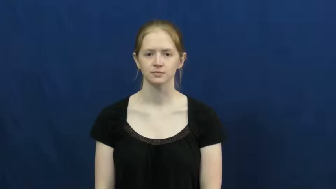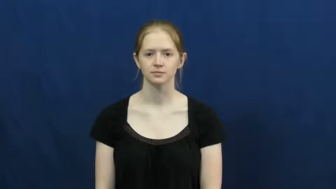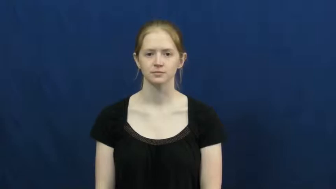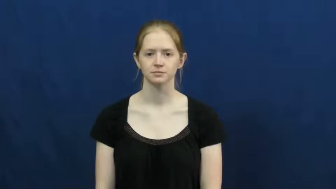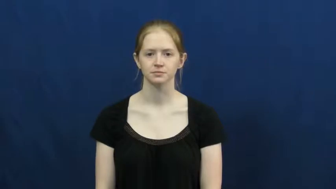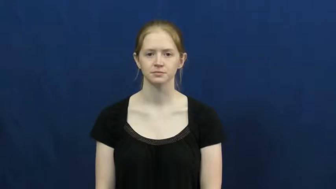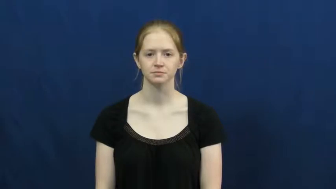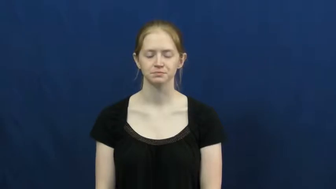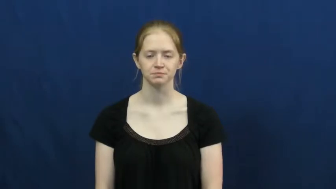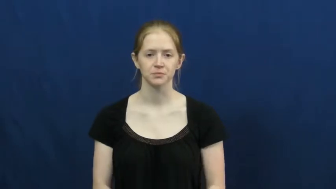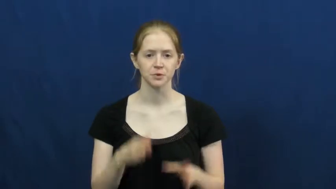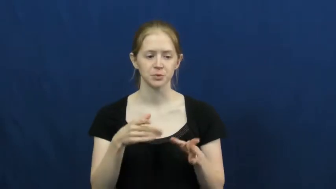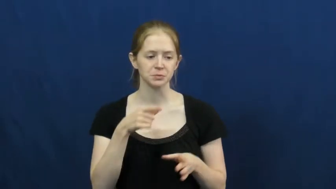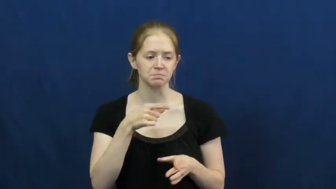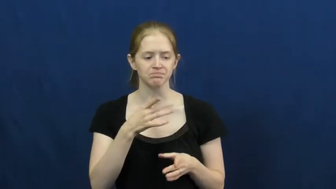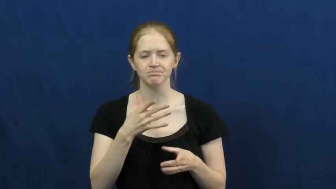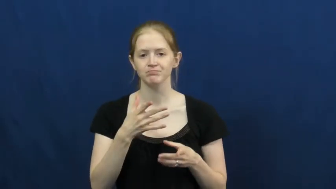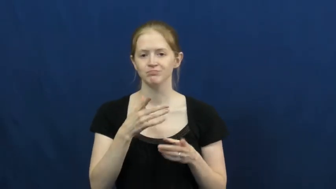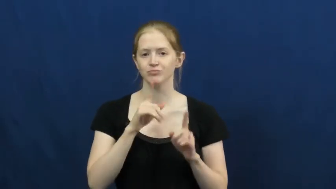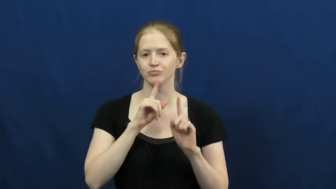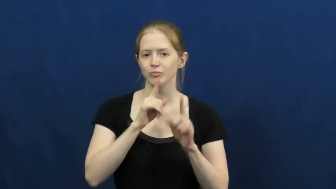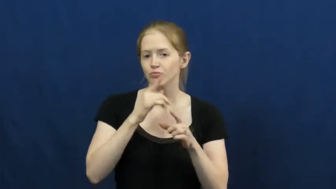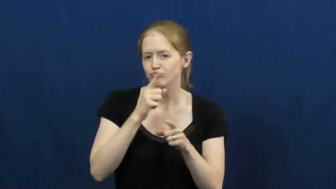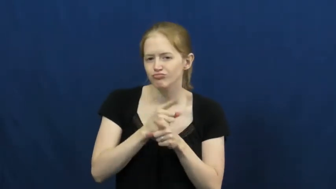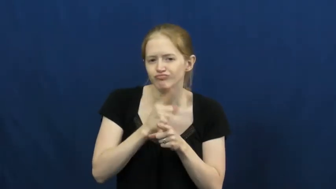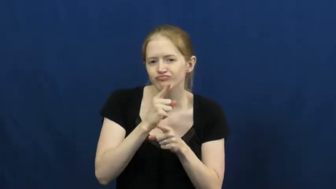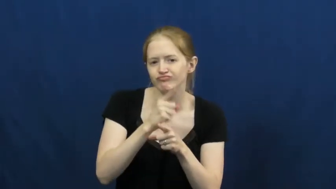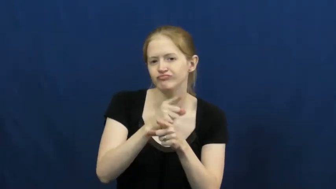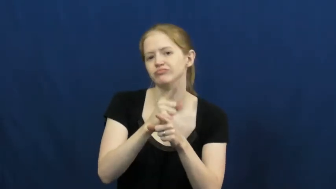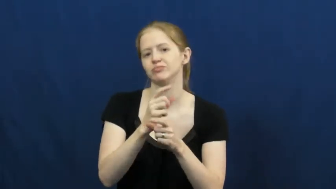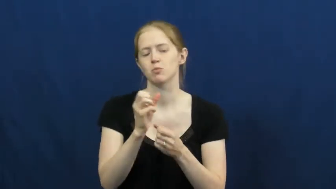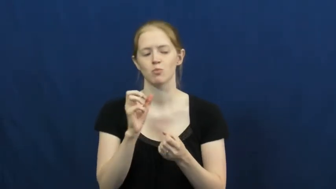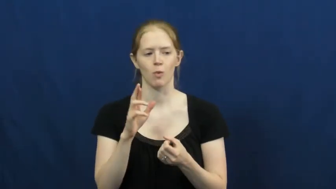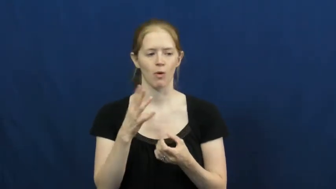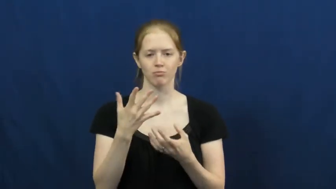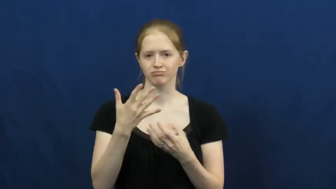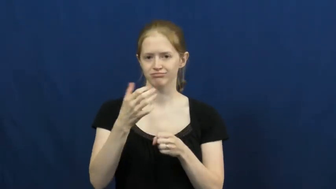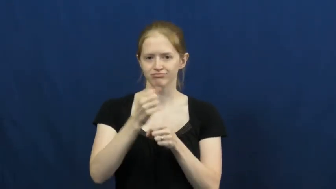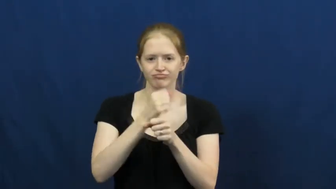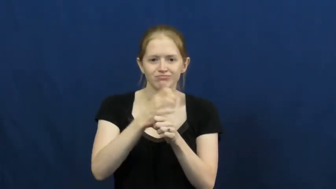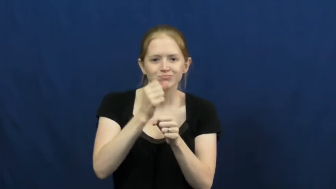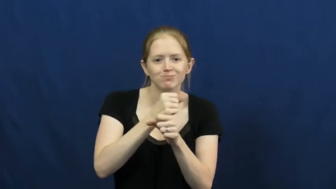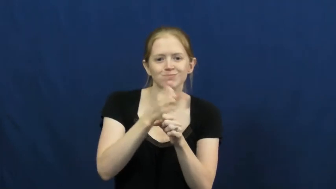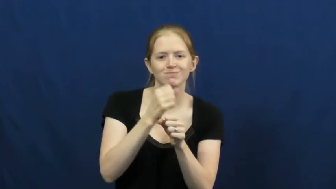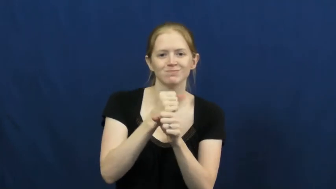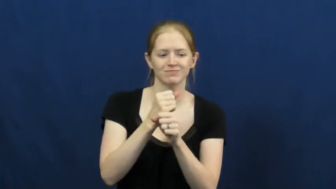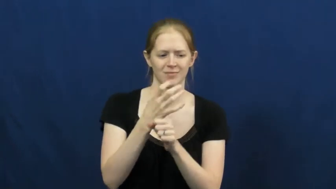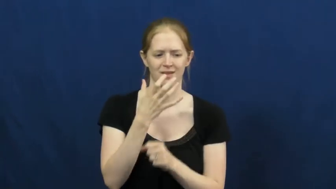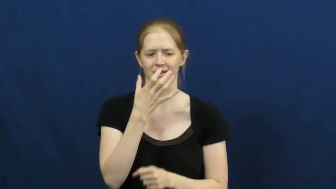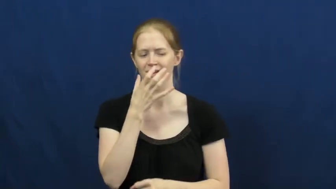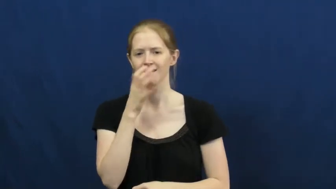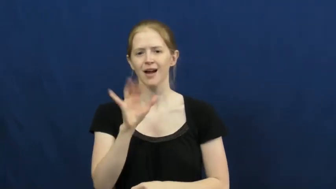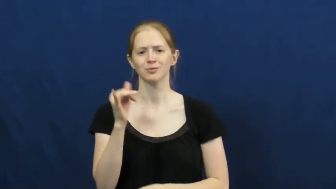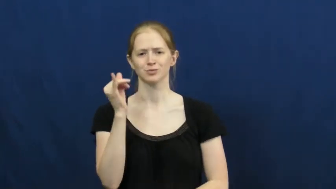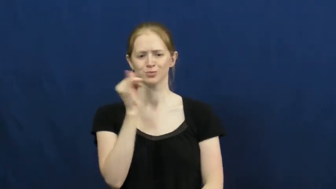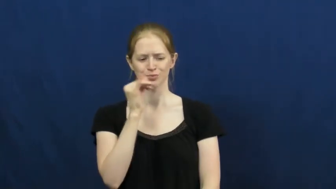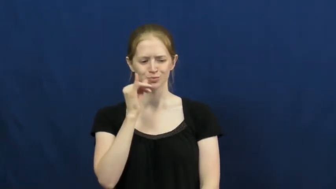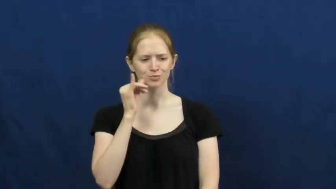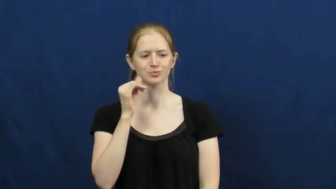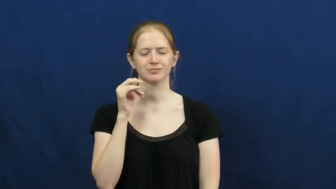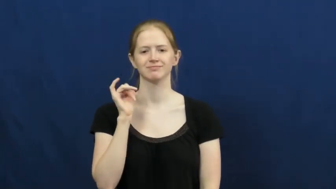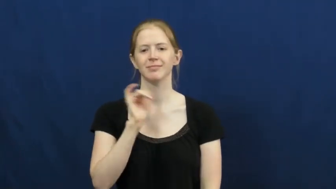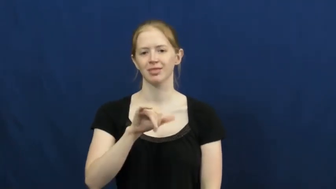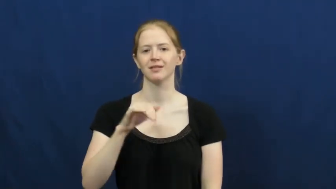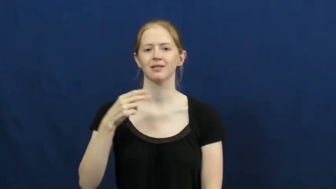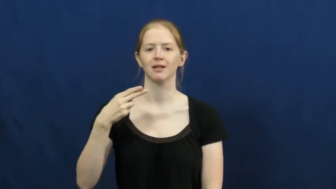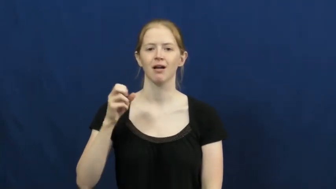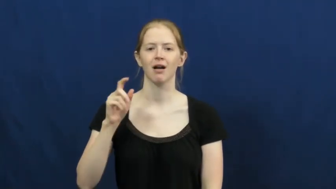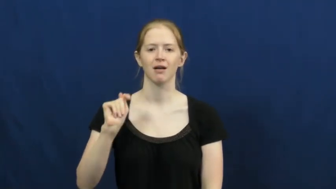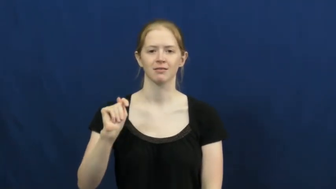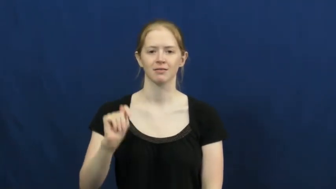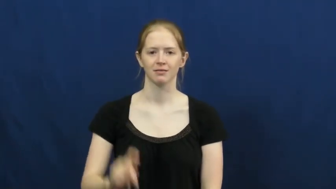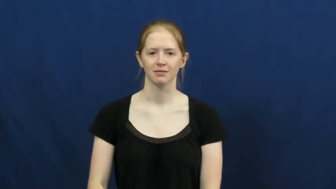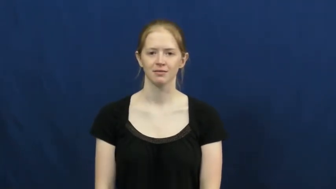hot-streak